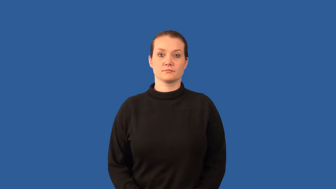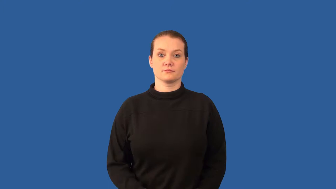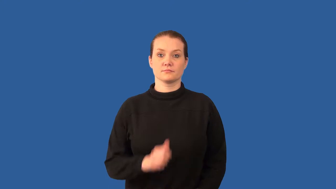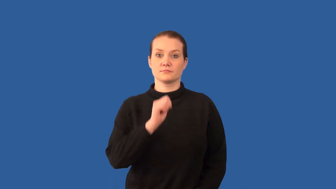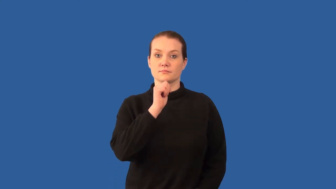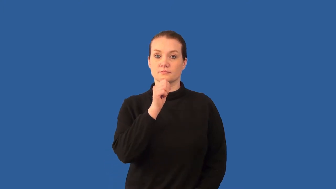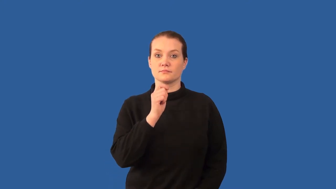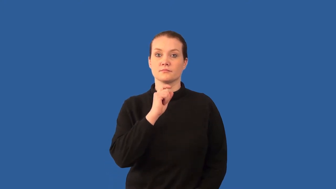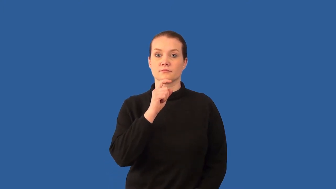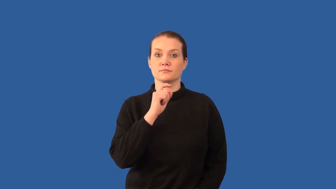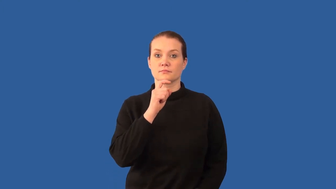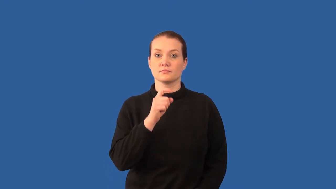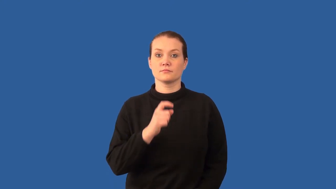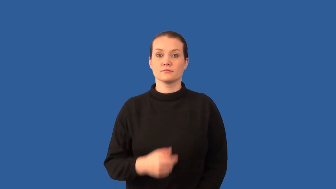nonmetal